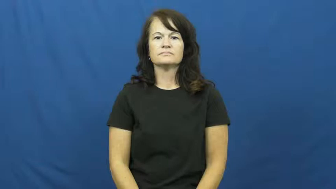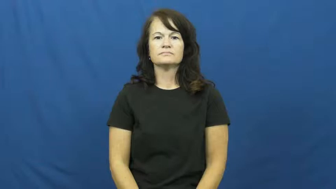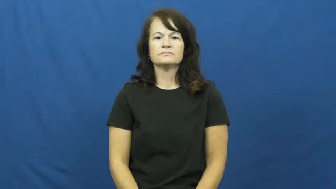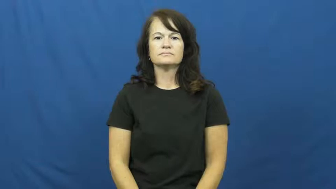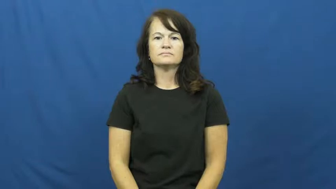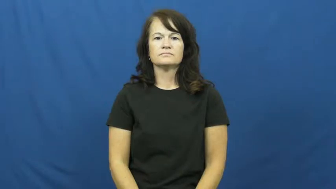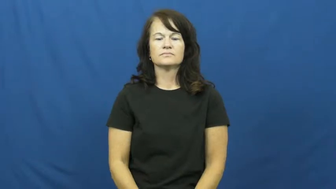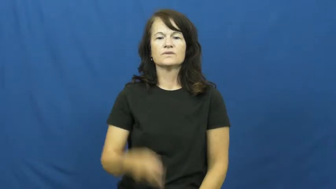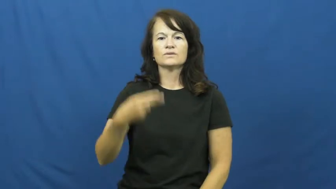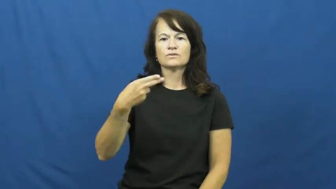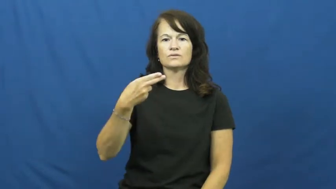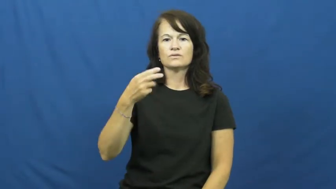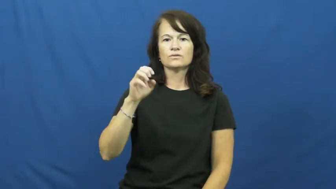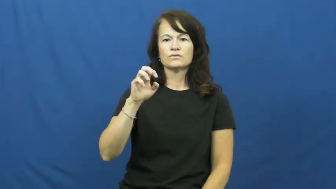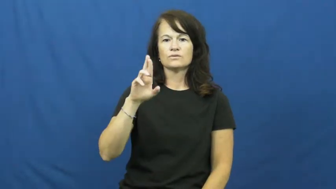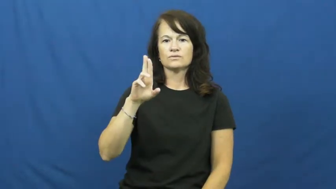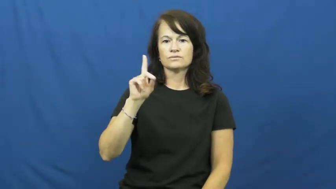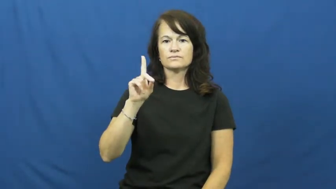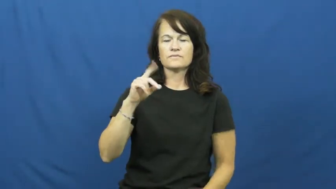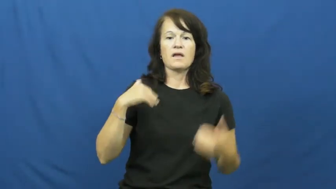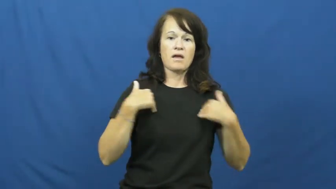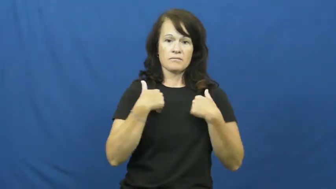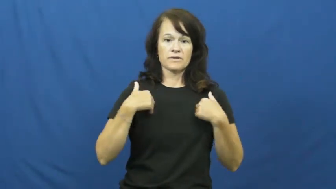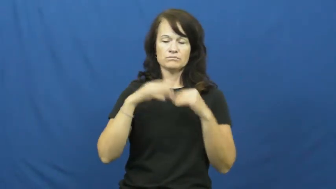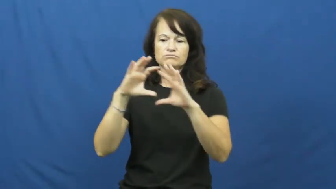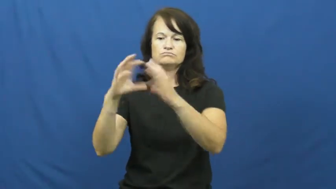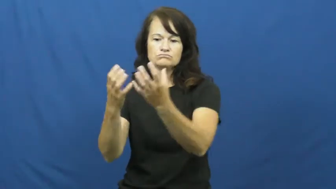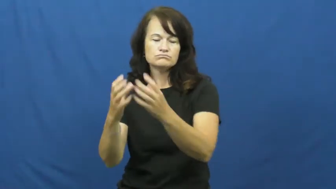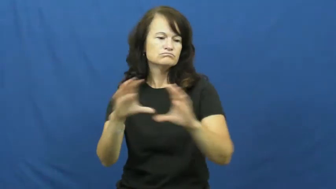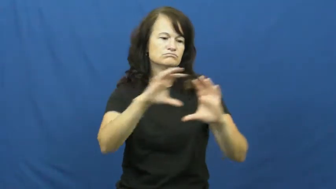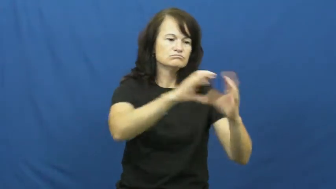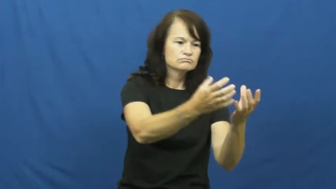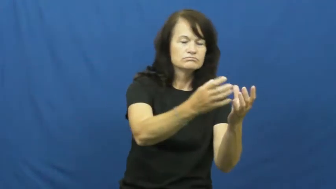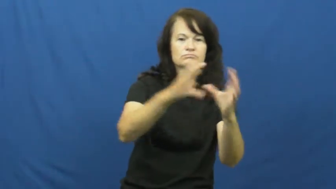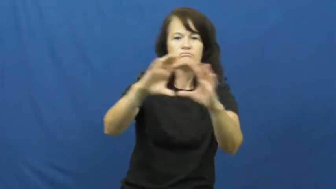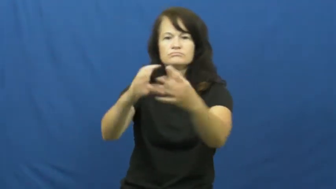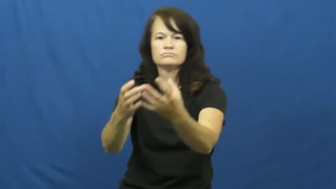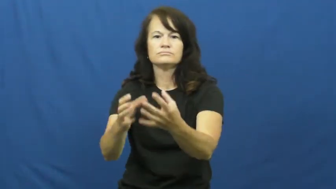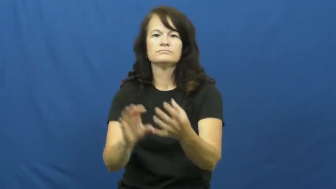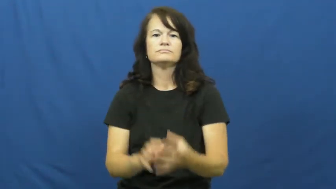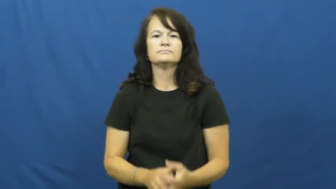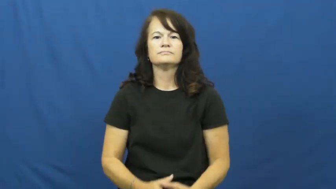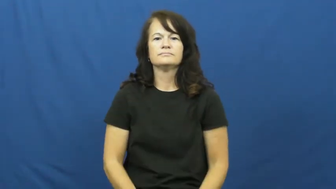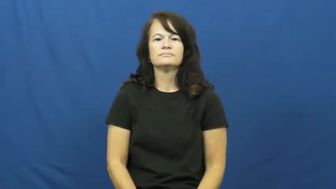herd